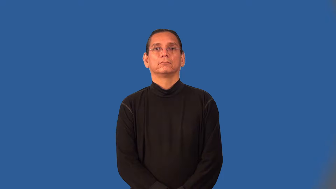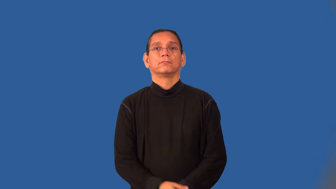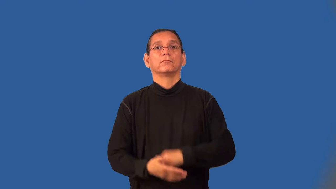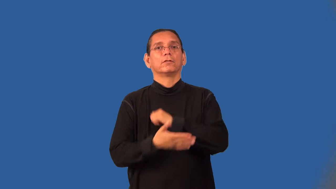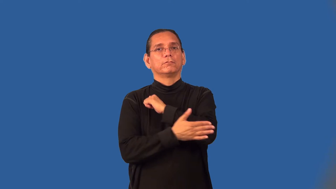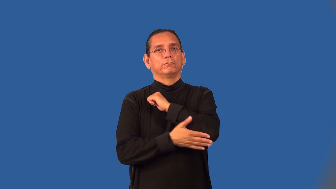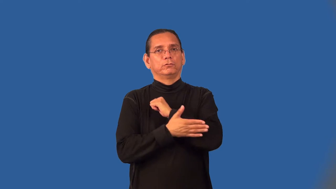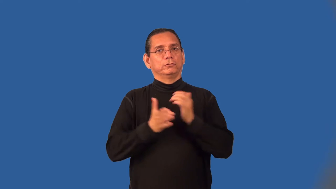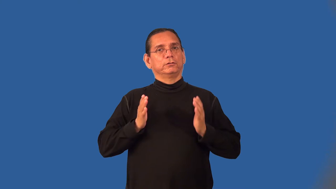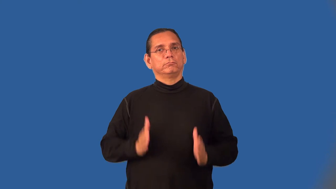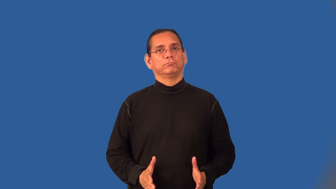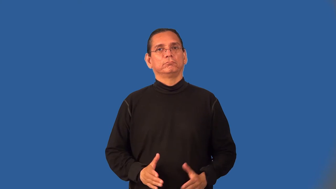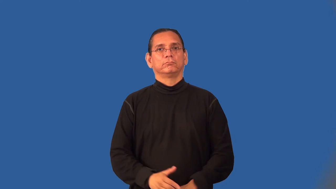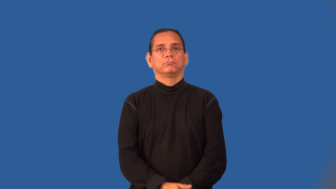foreigner